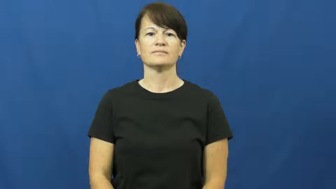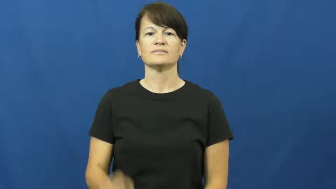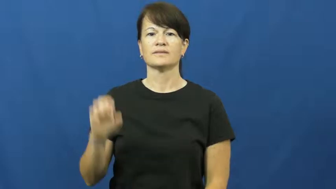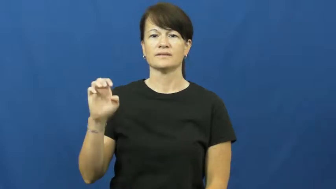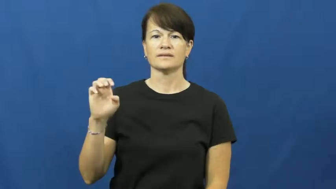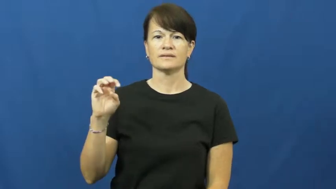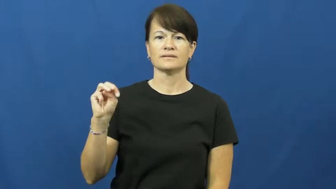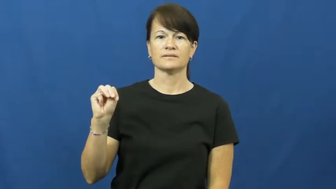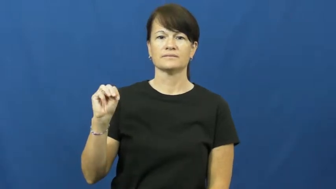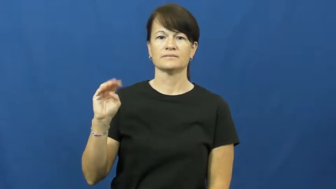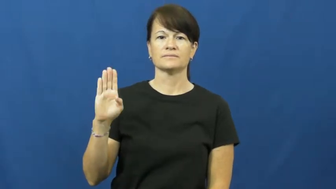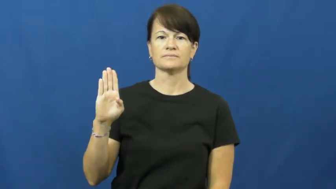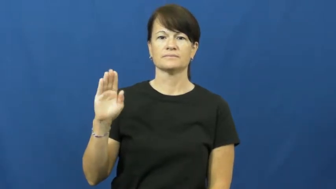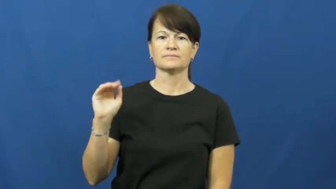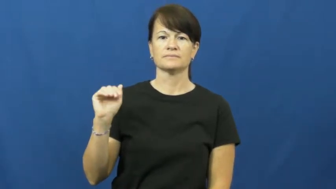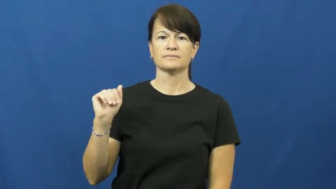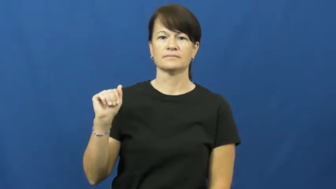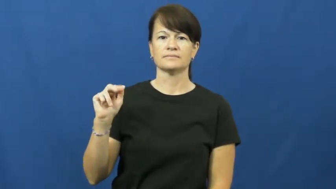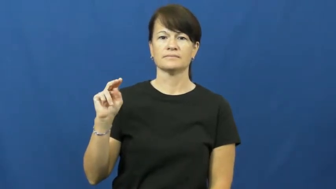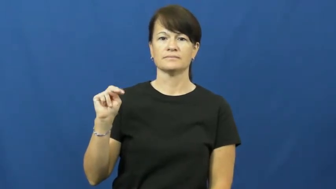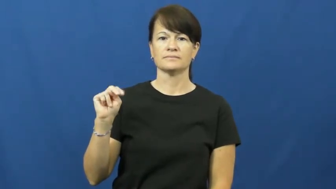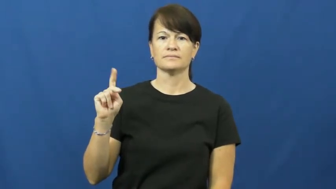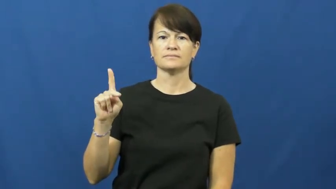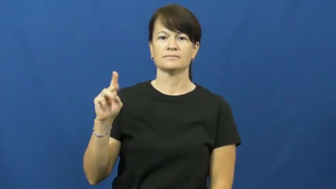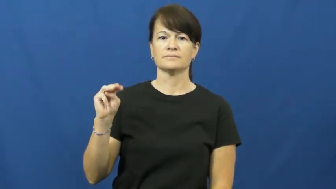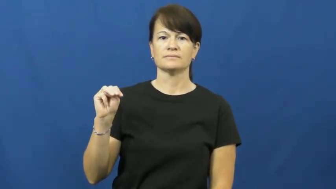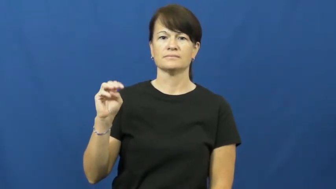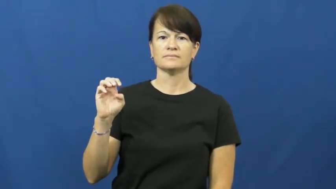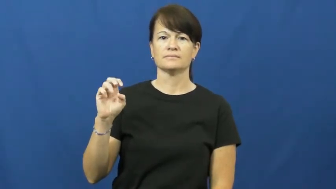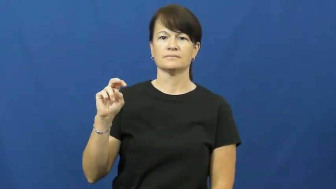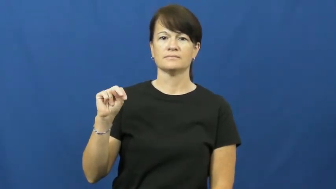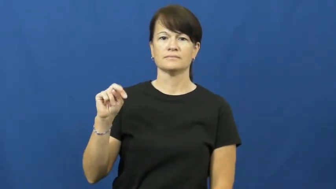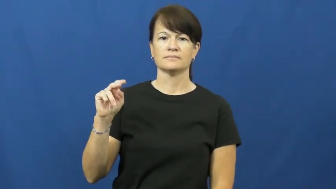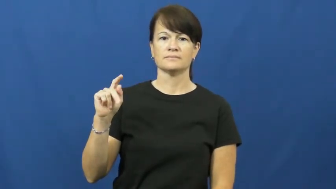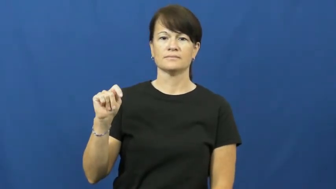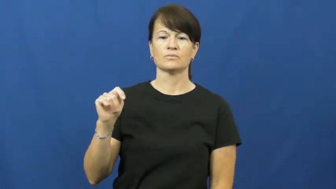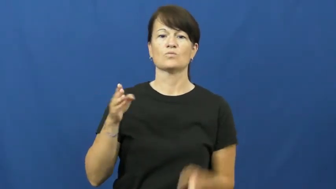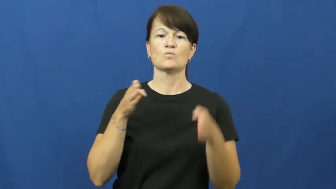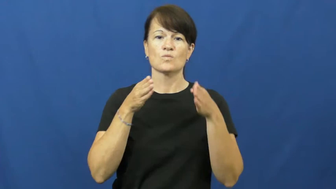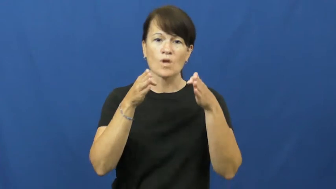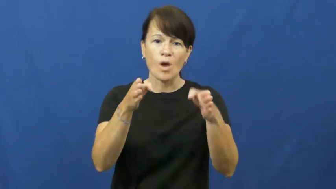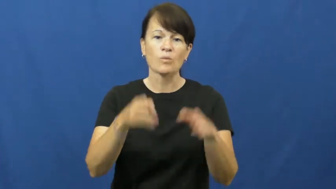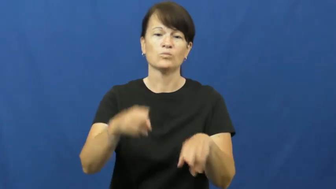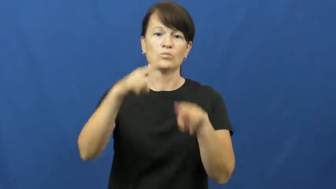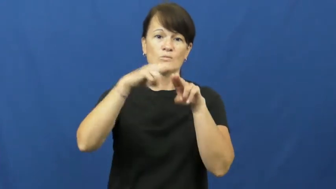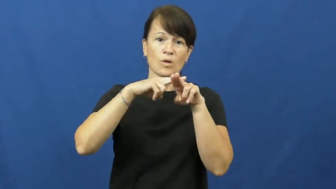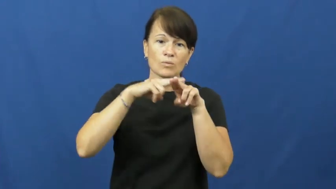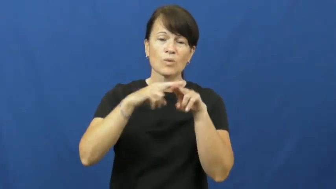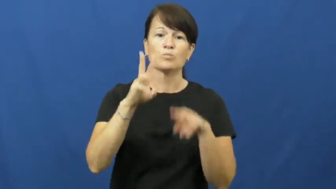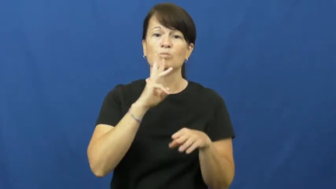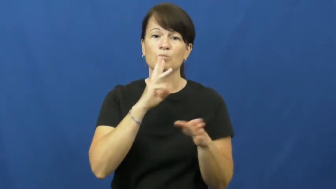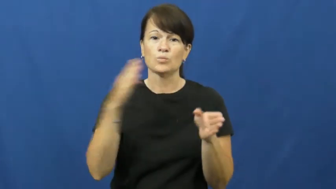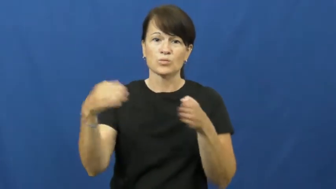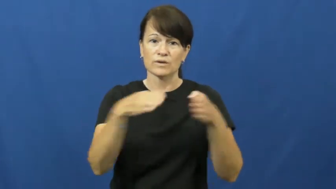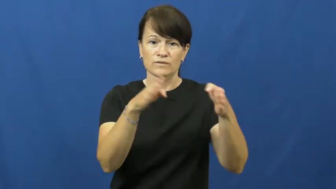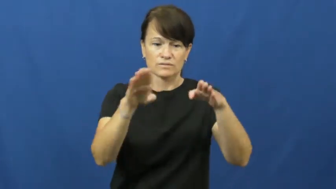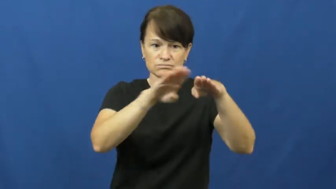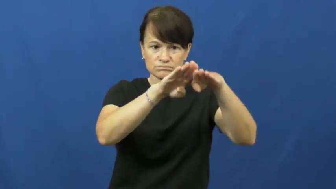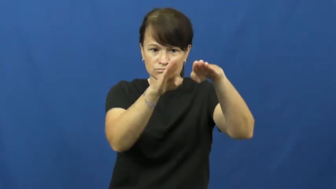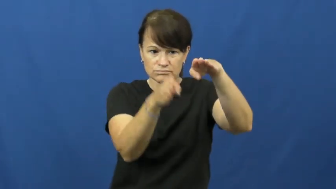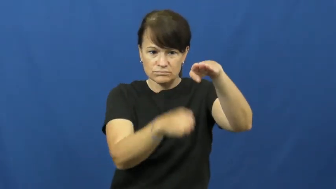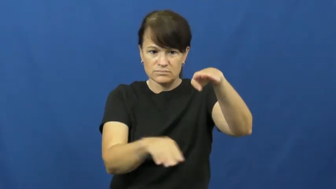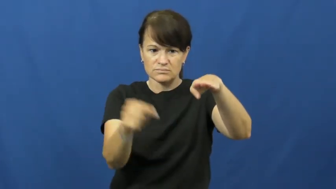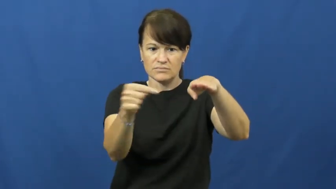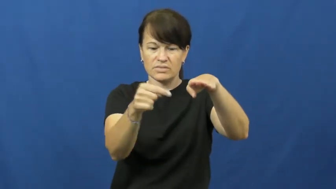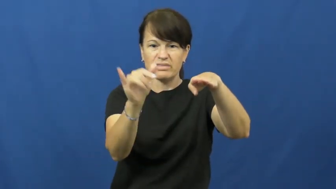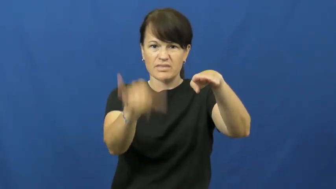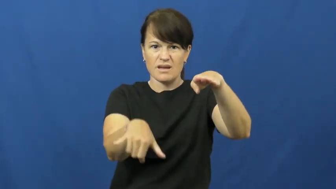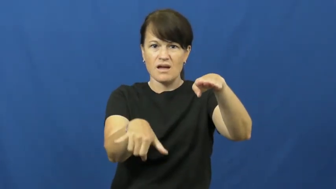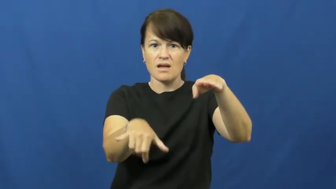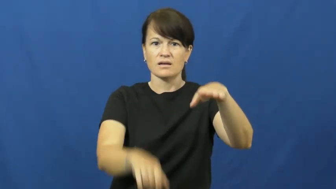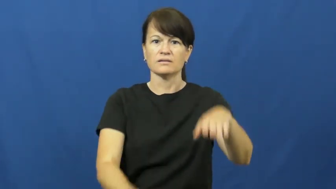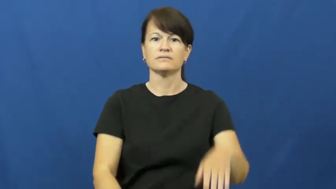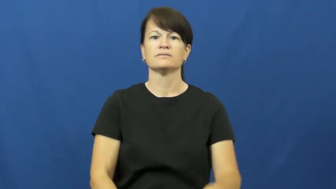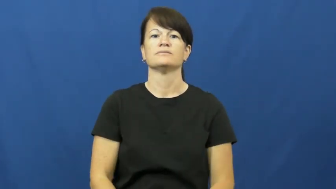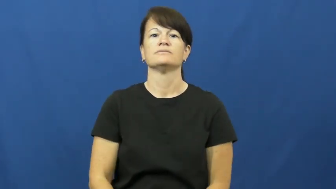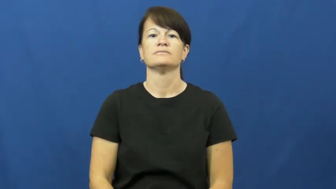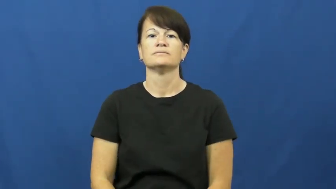embankment